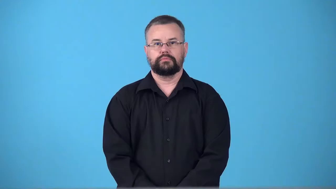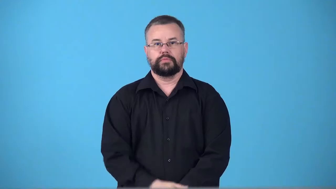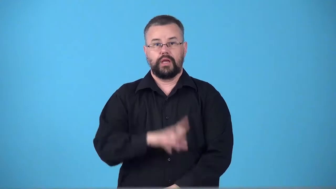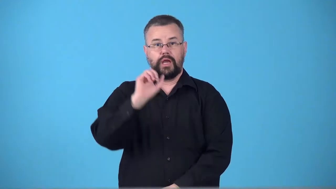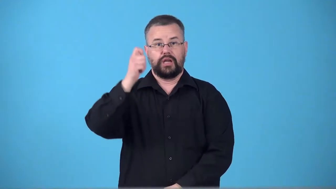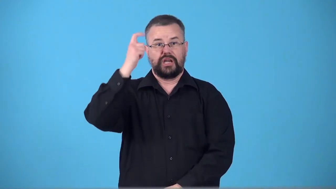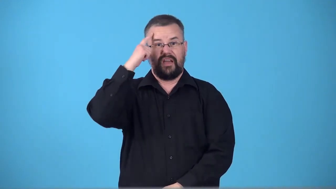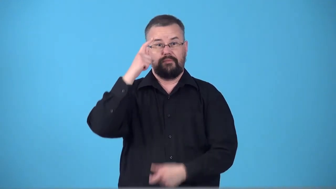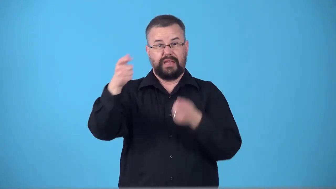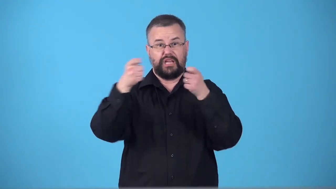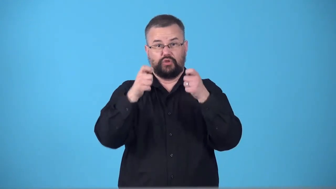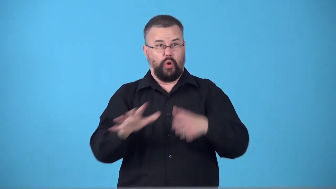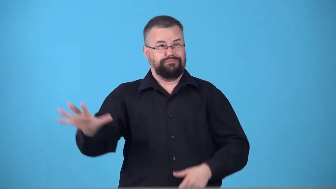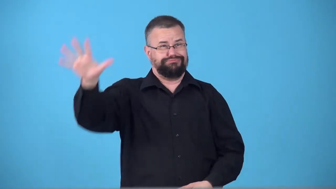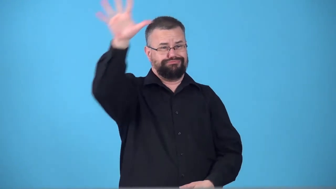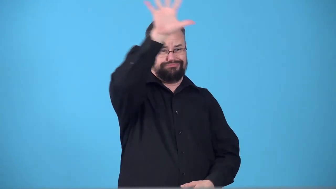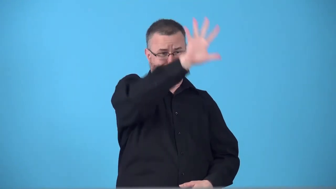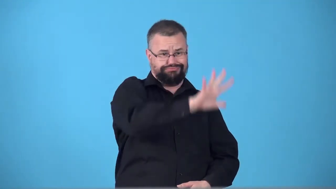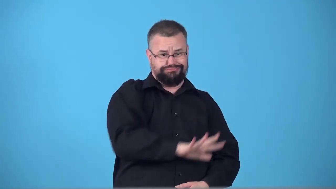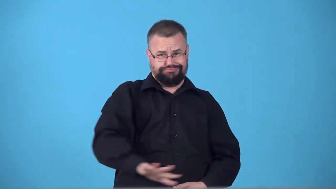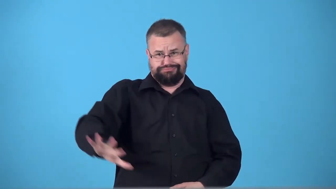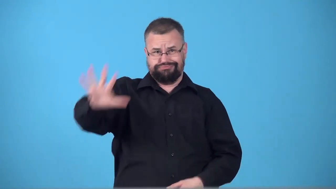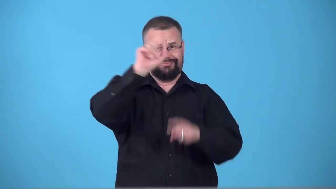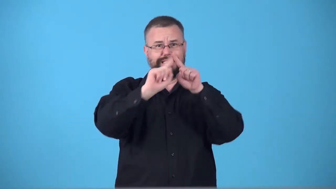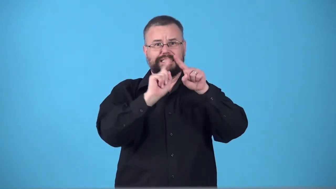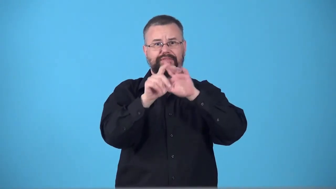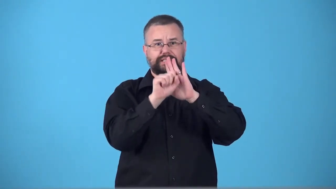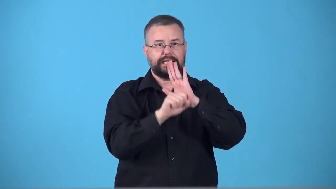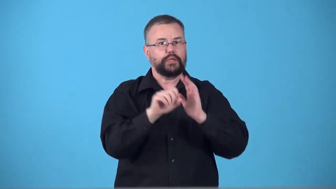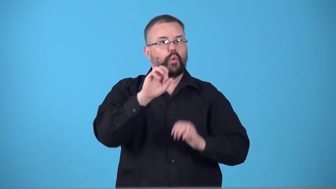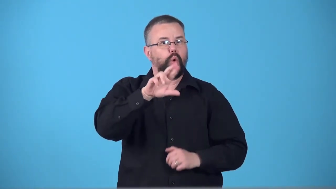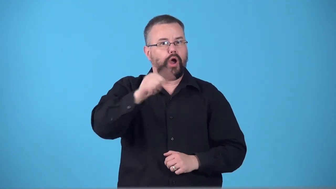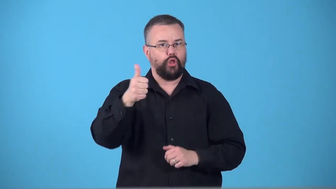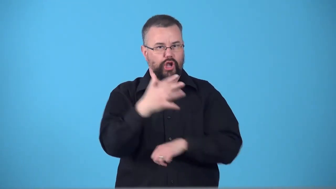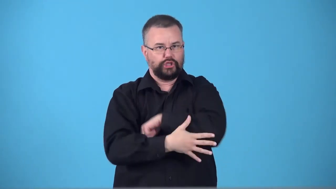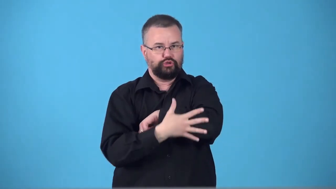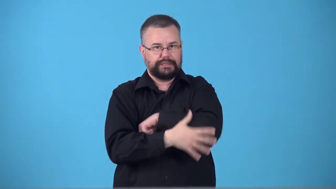superstate